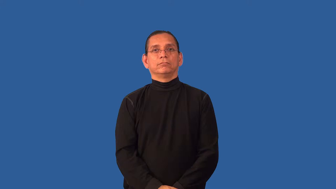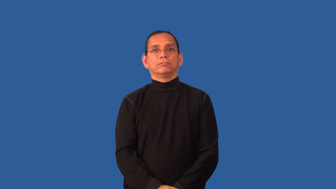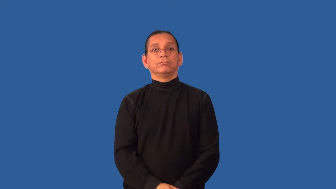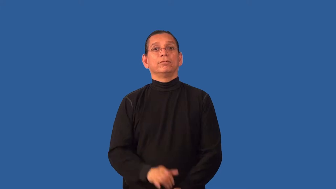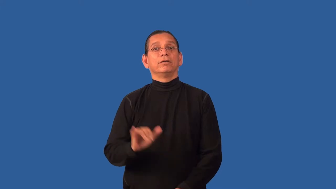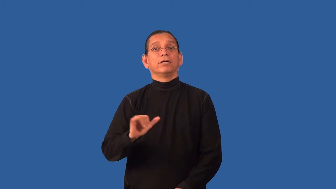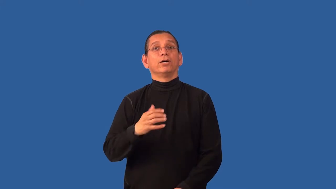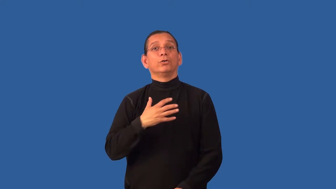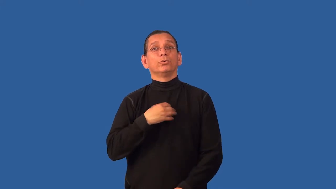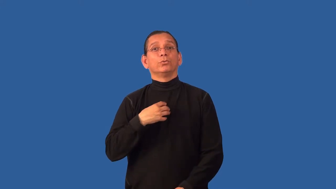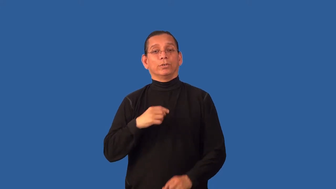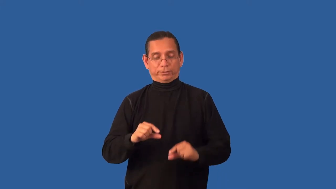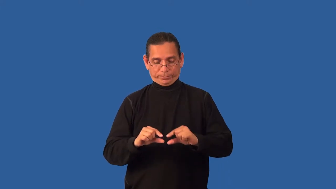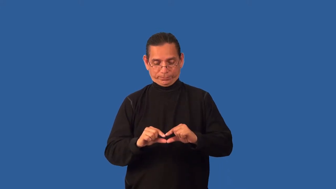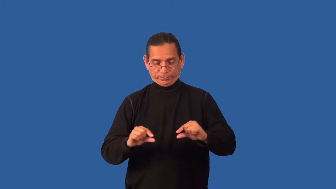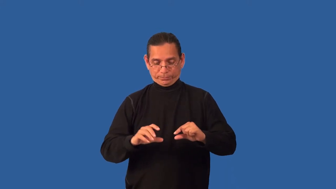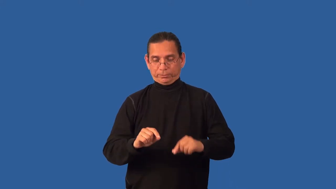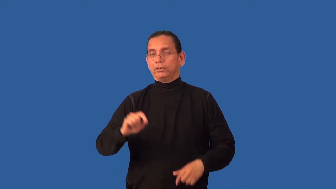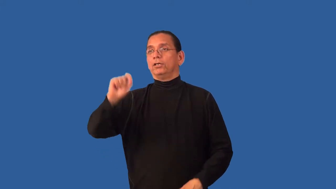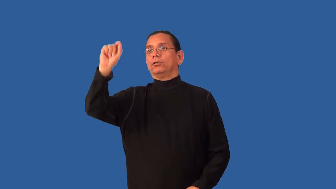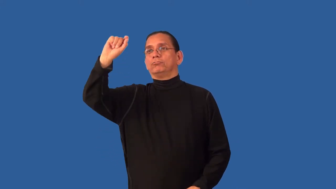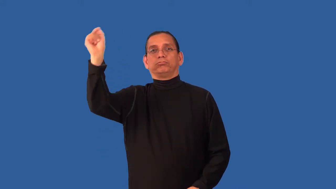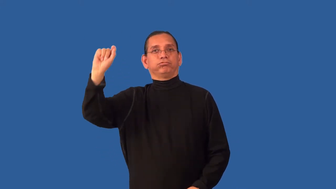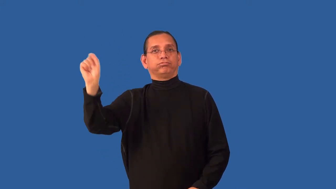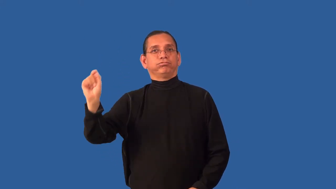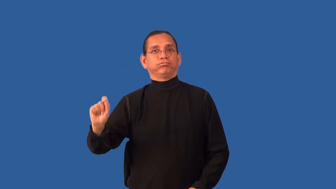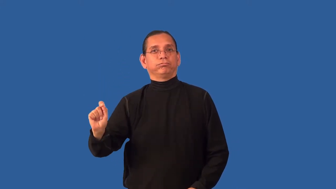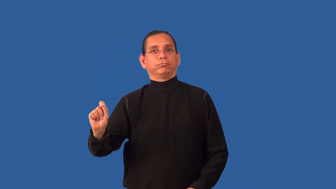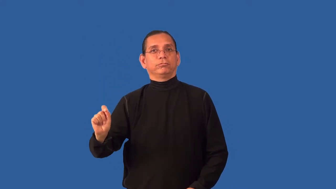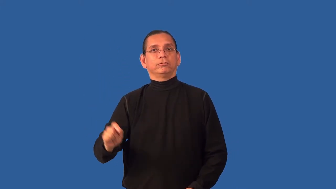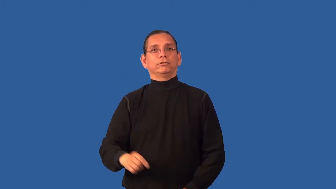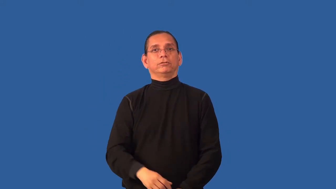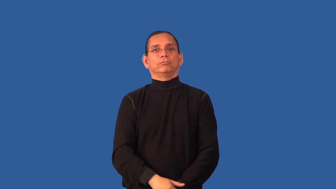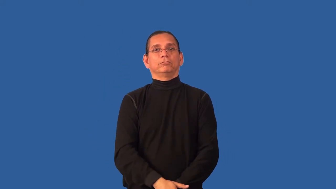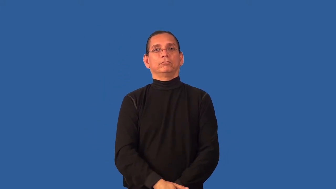chalky